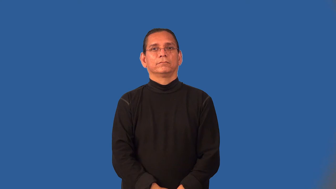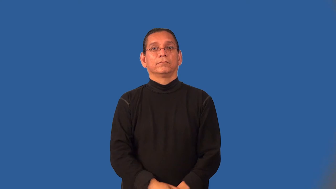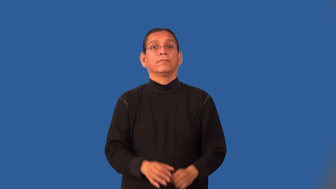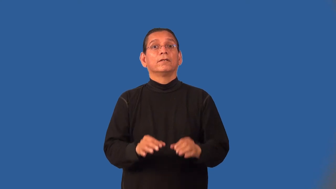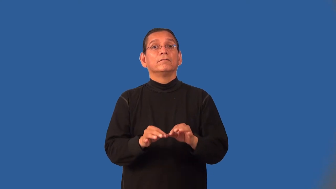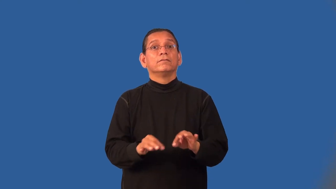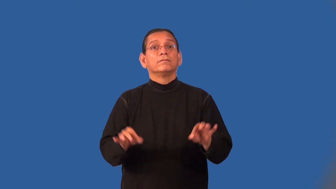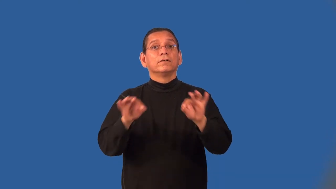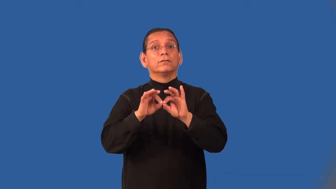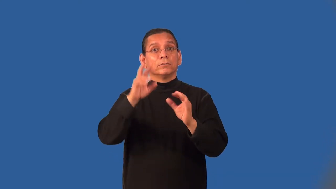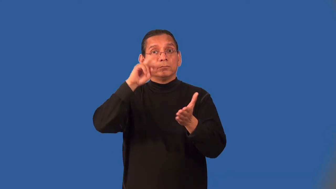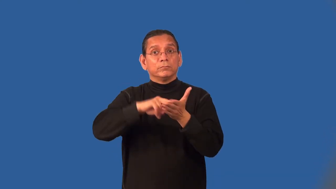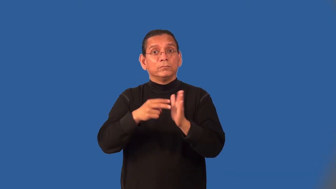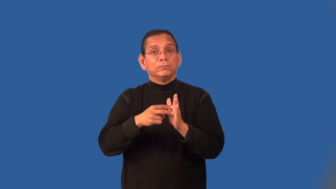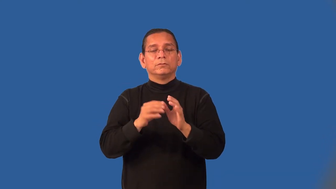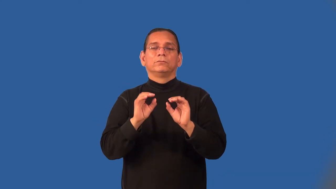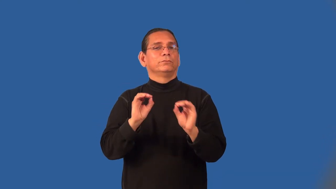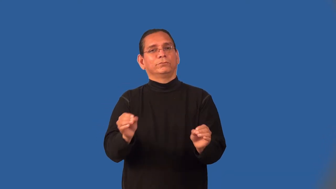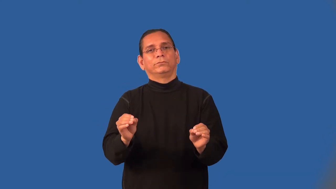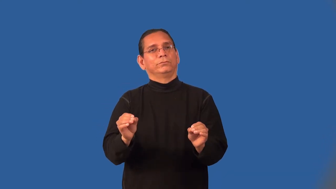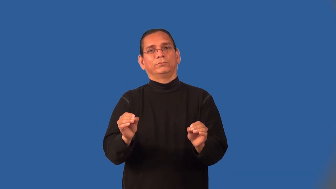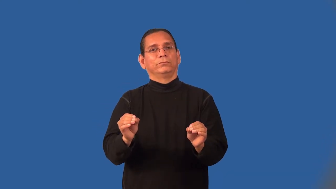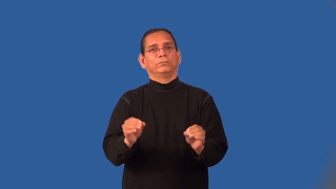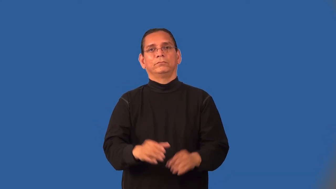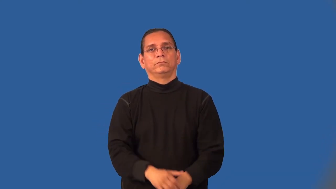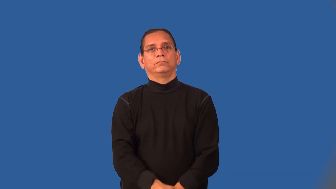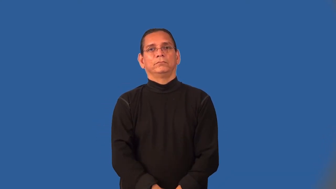meaningless